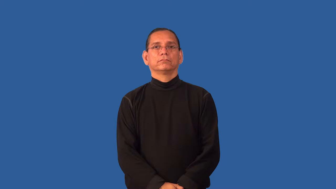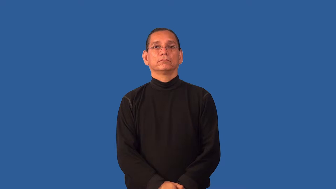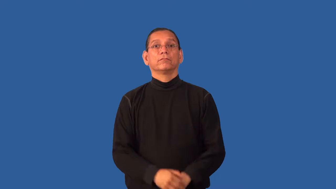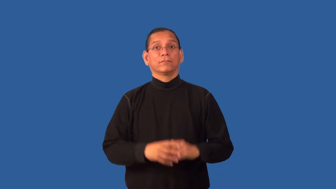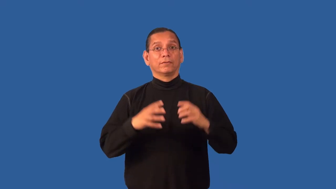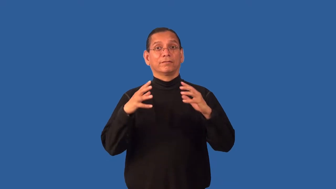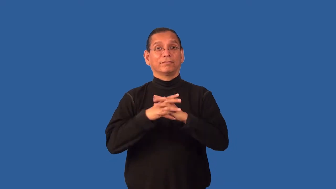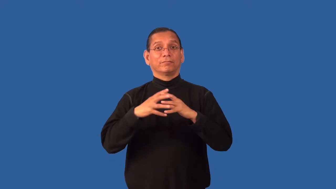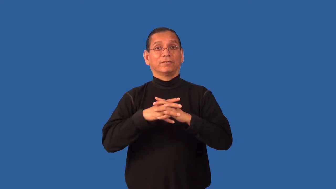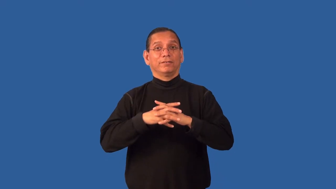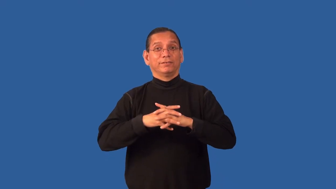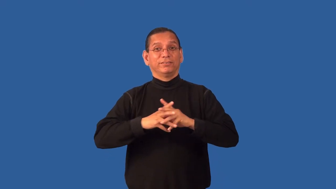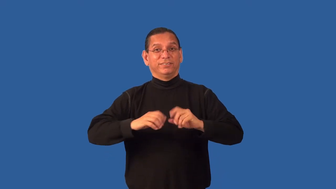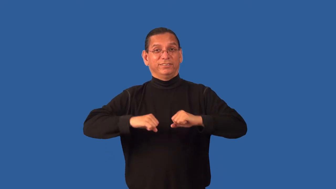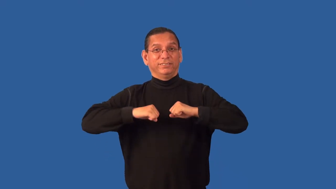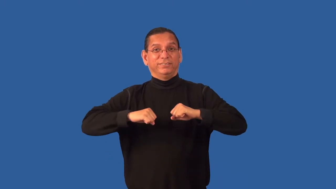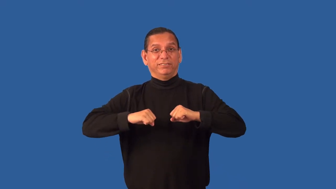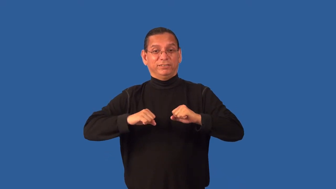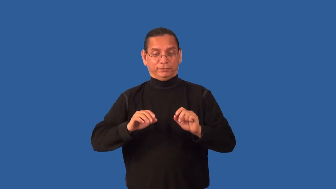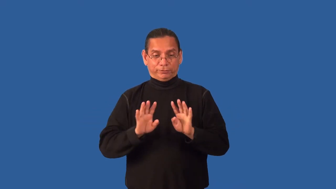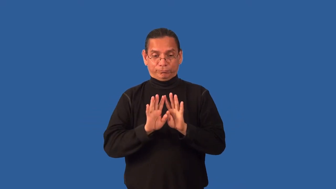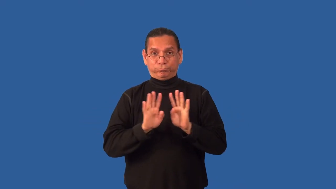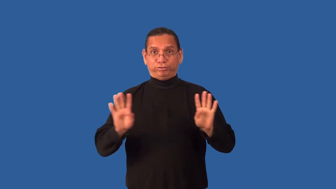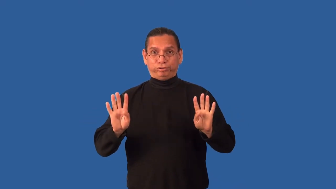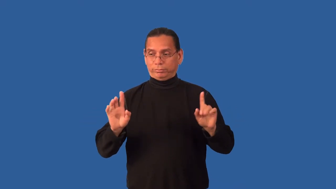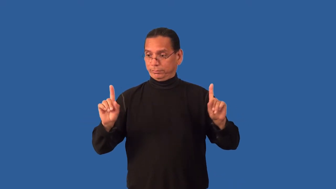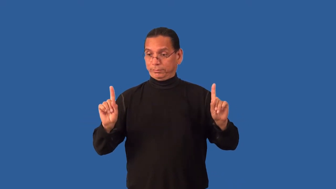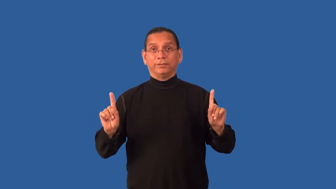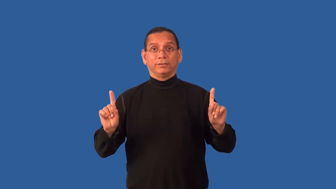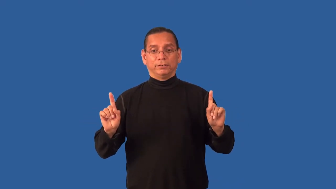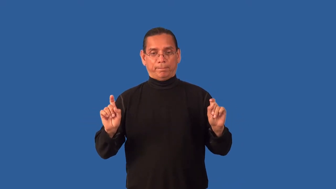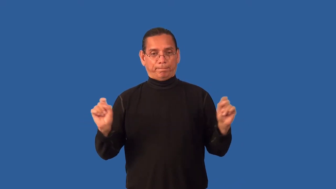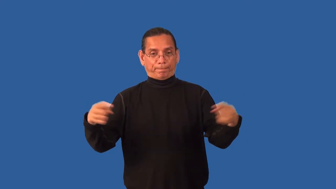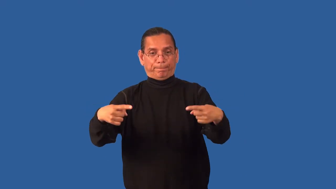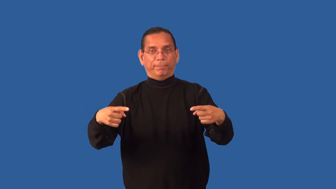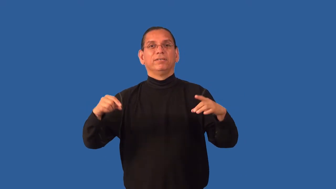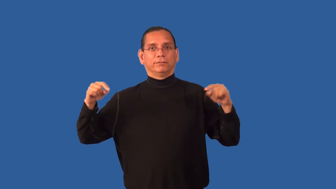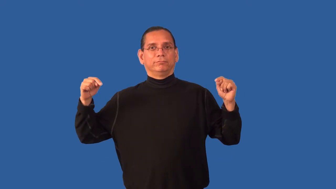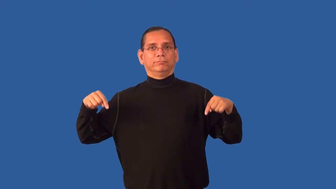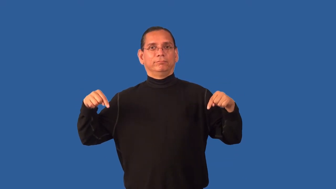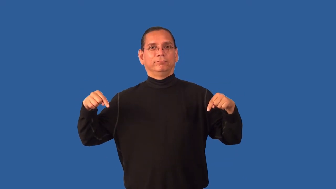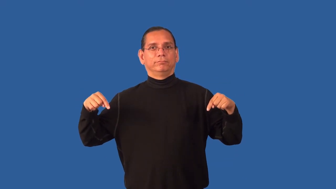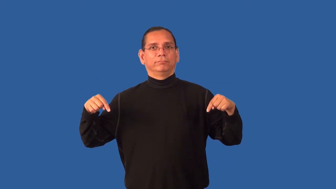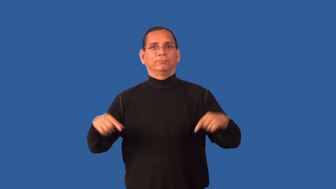end-football